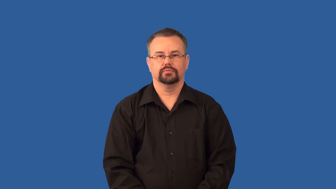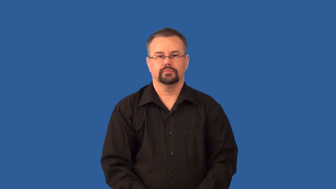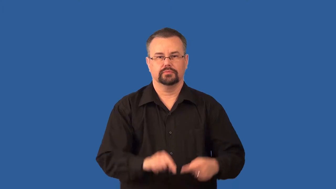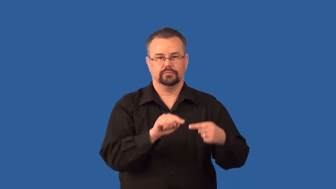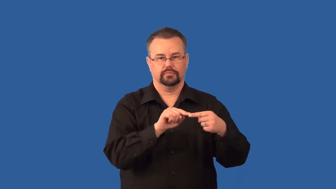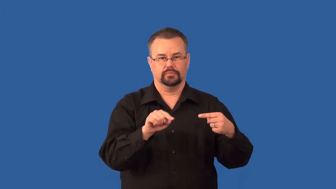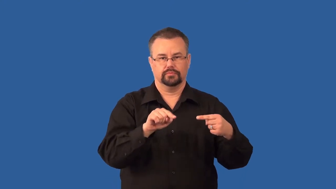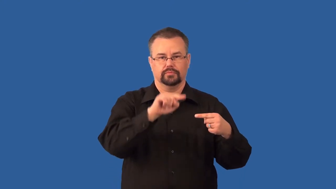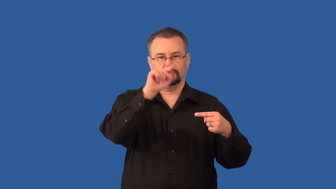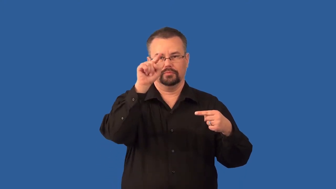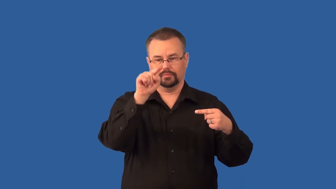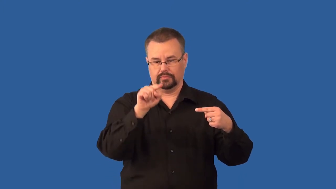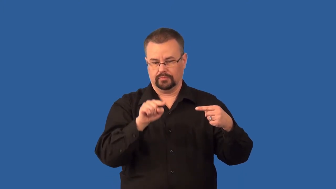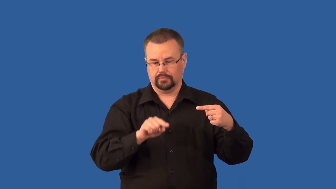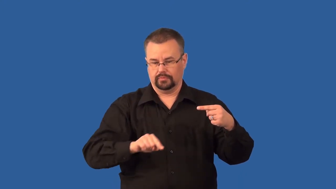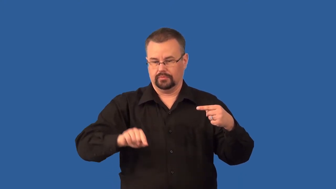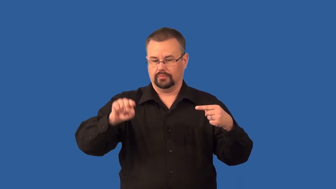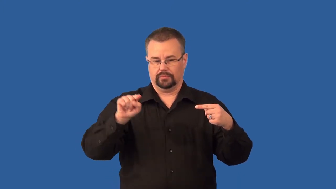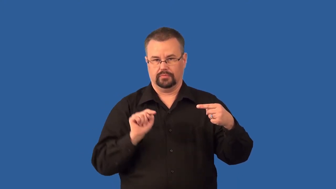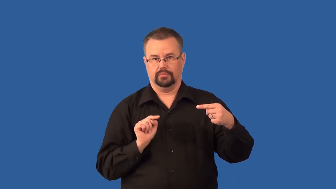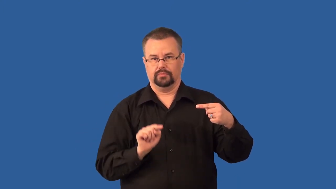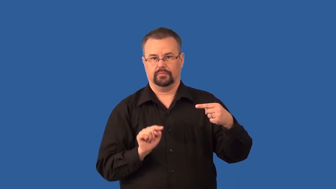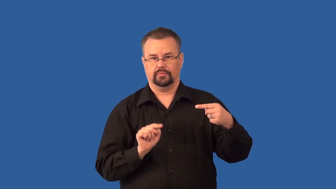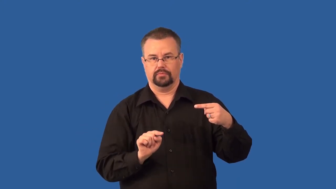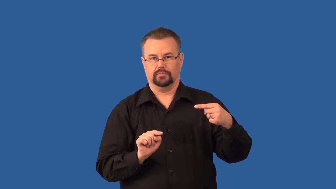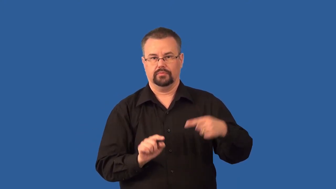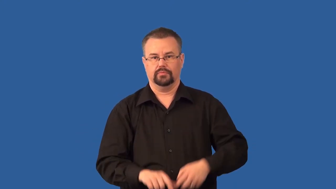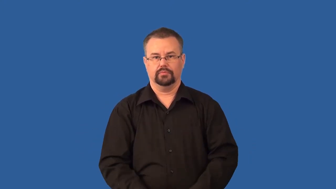trough-weather